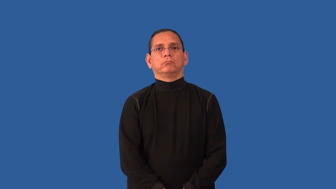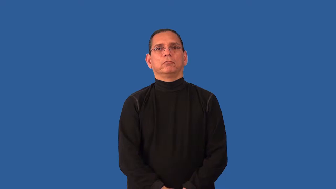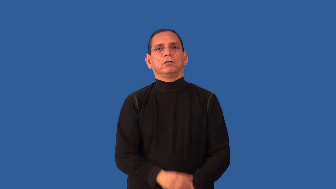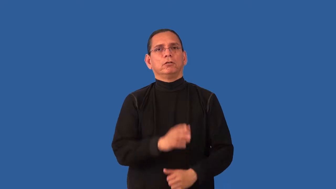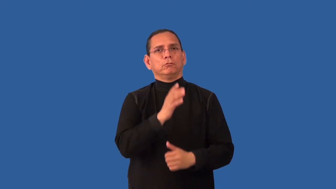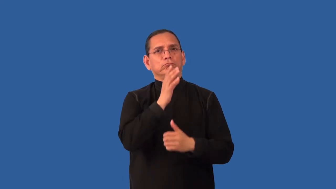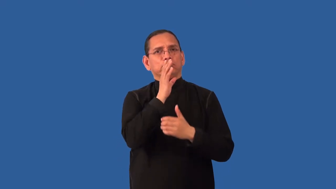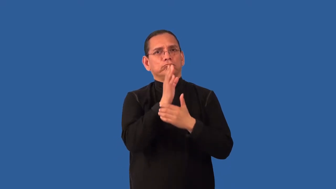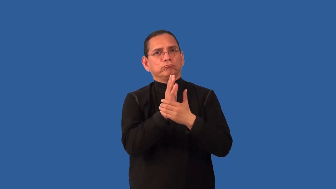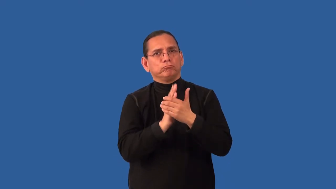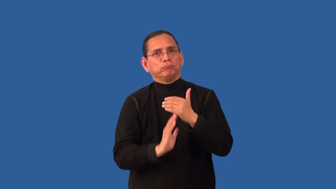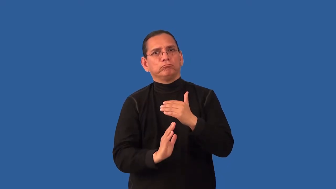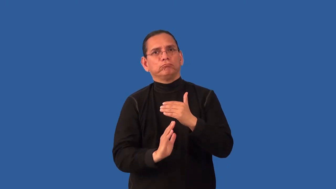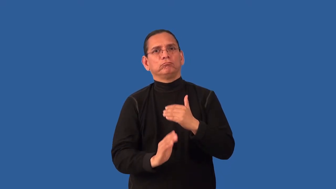abject-humiliation